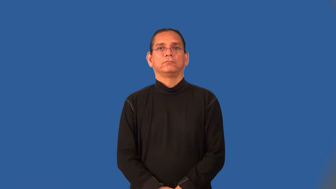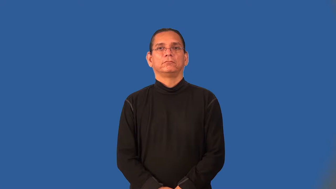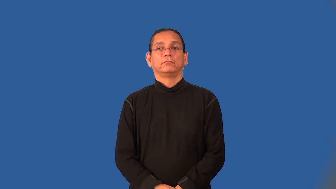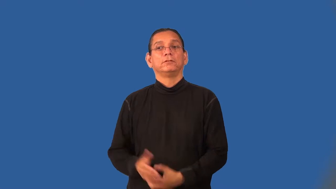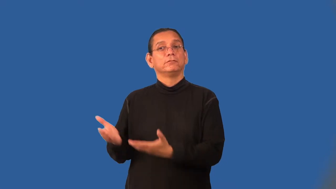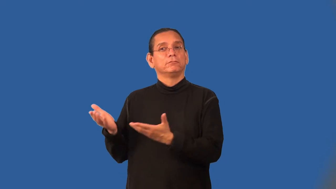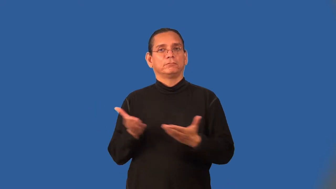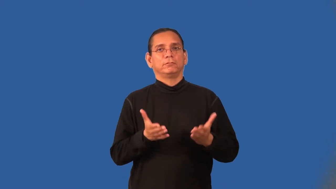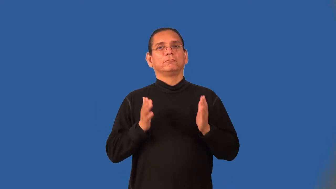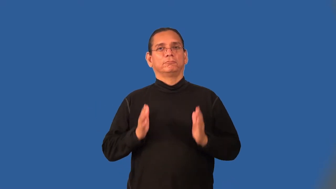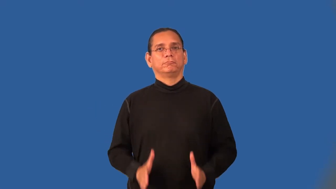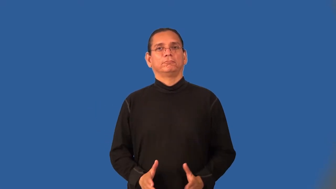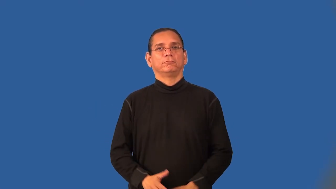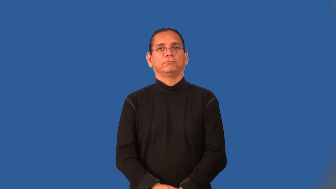deliverer,deliveryman